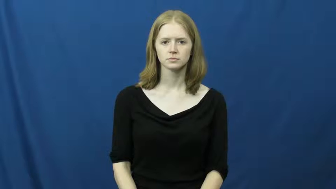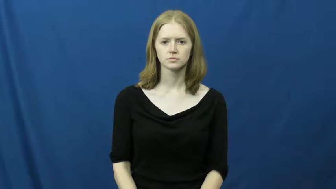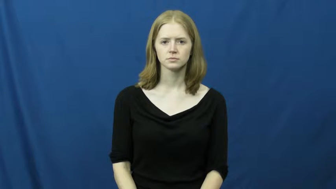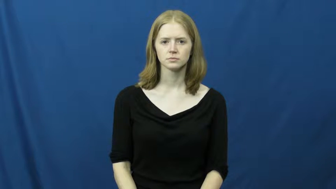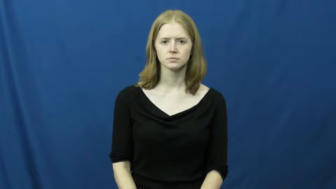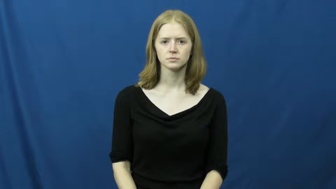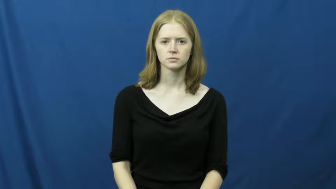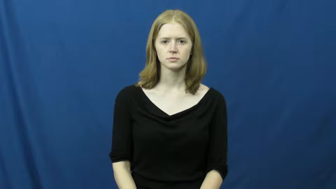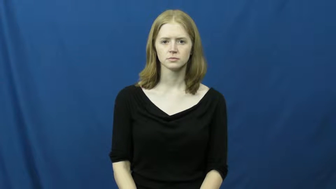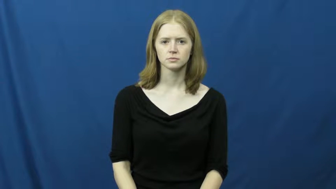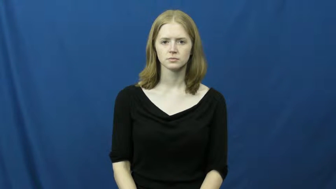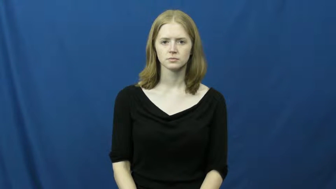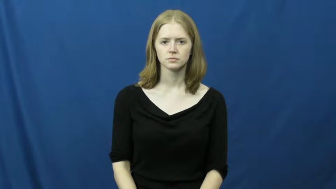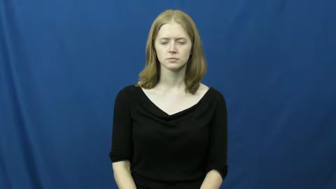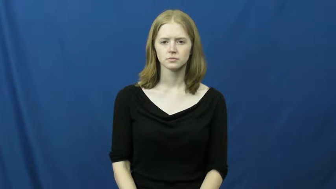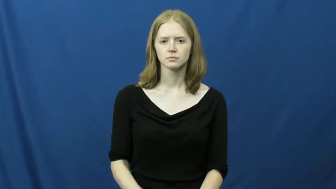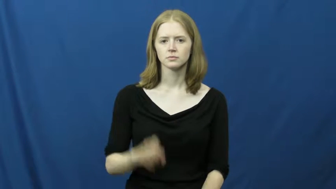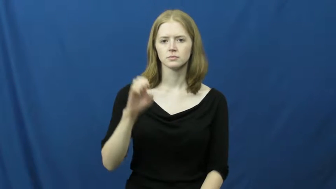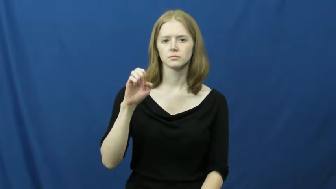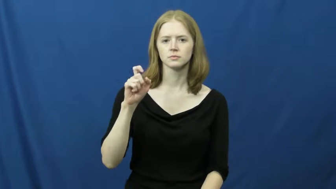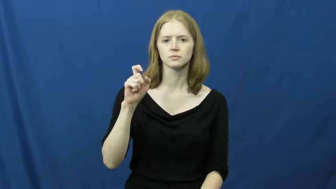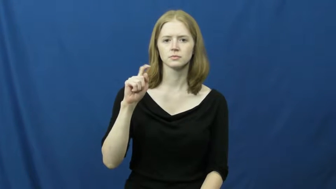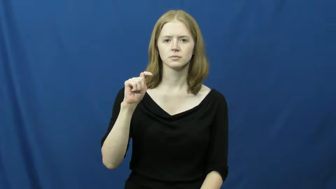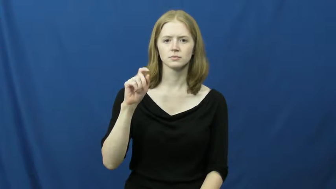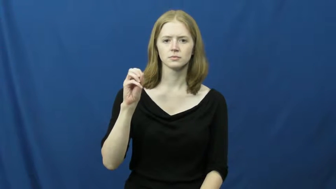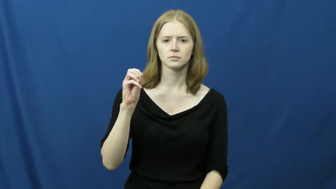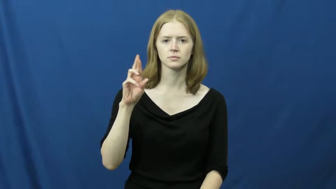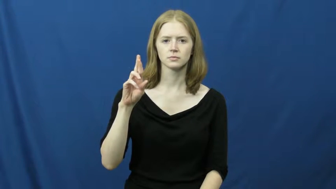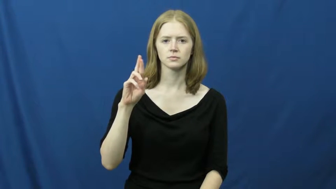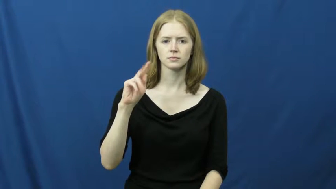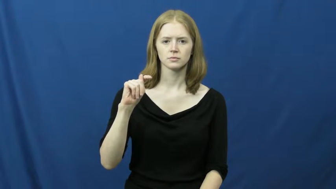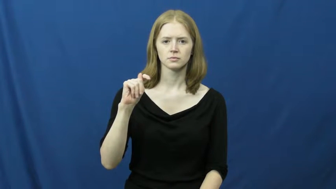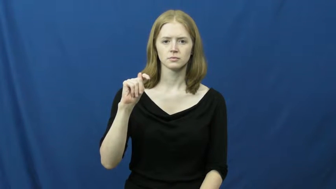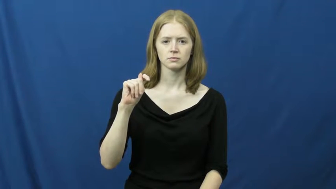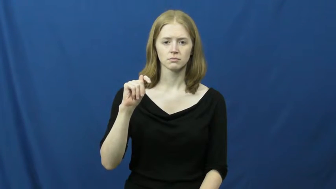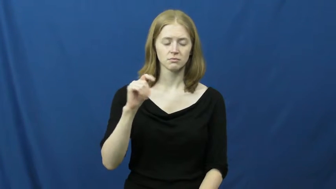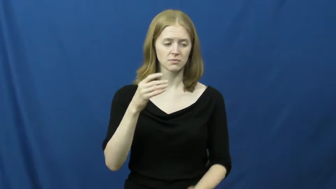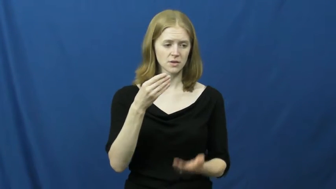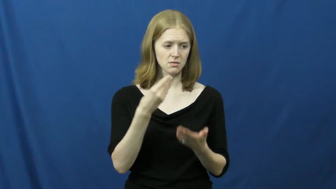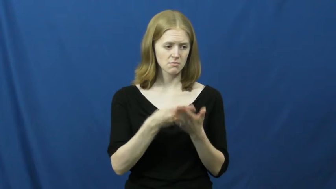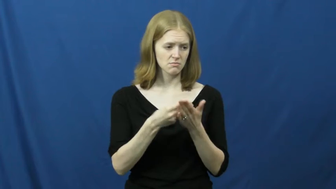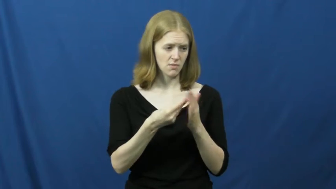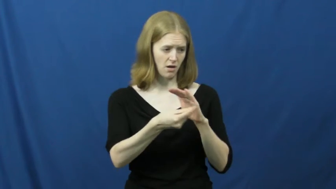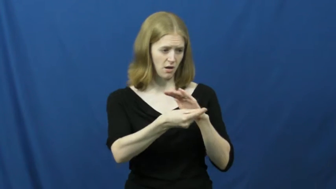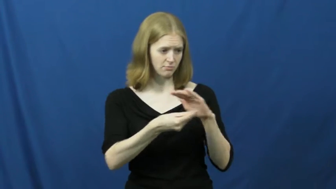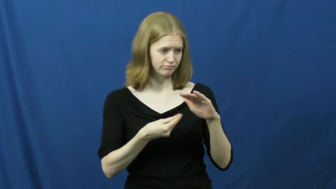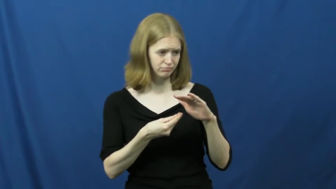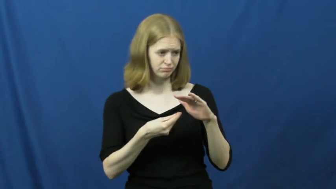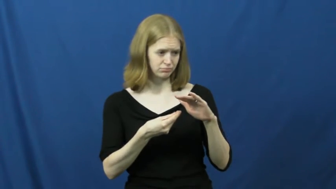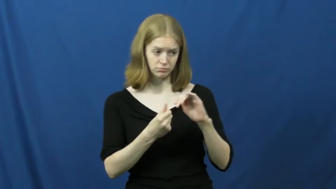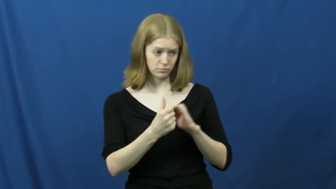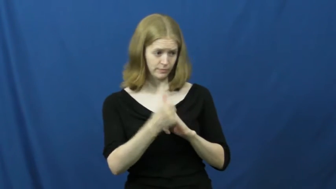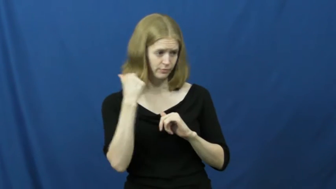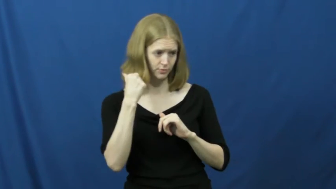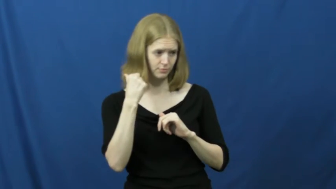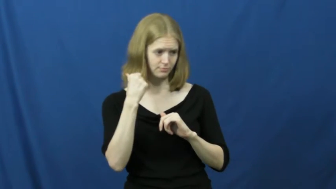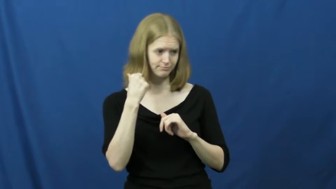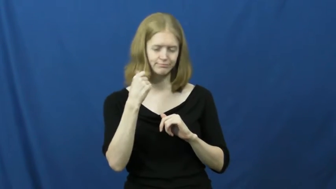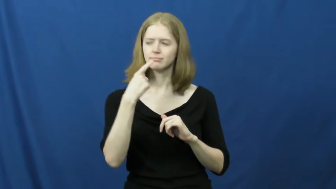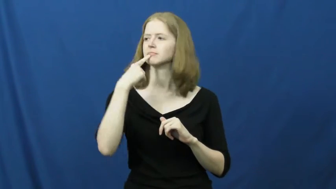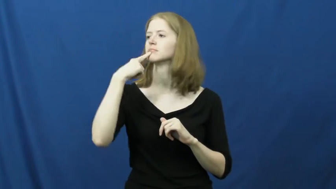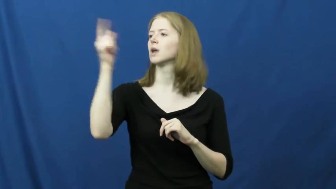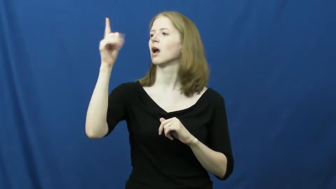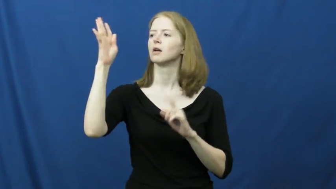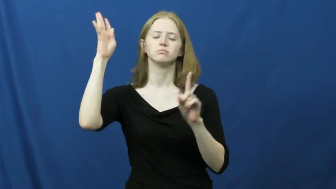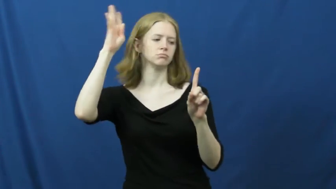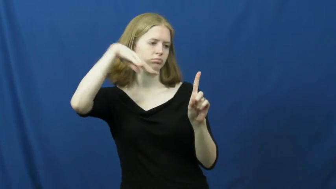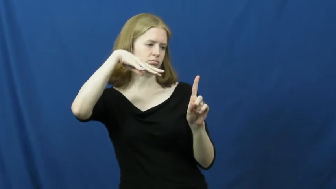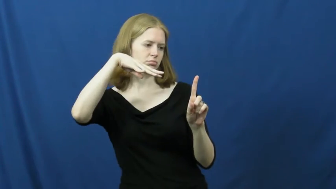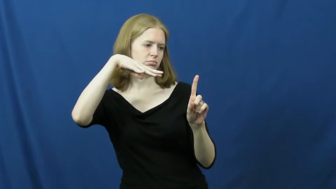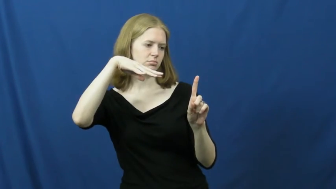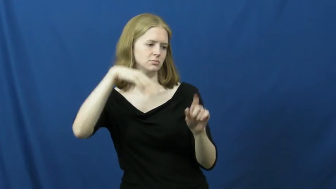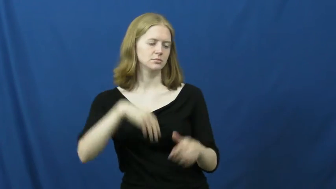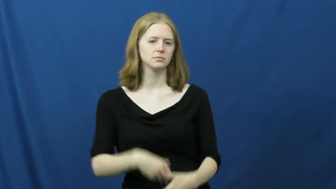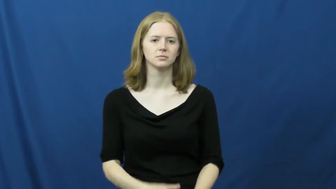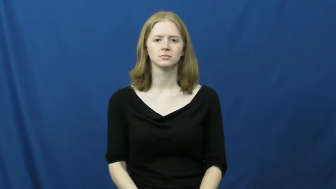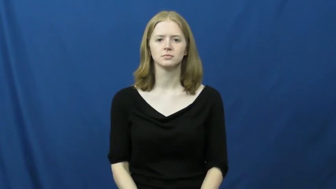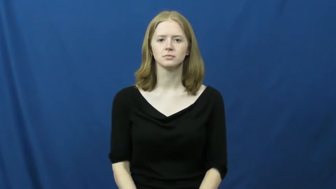extort